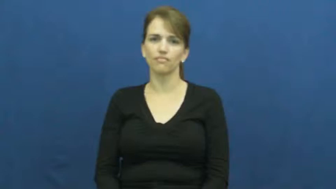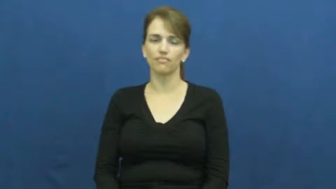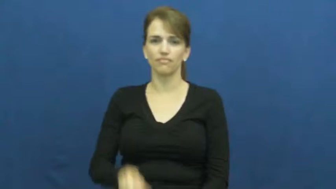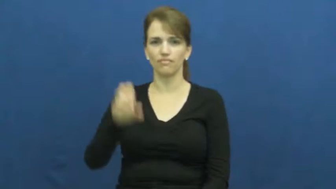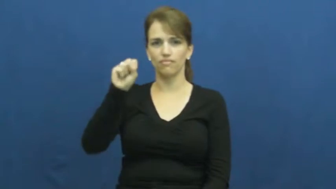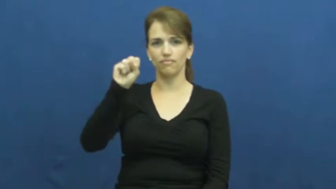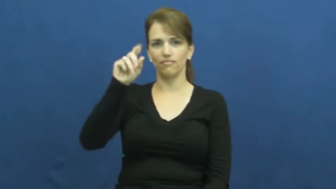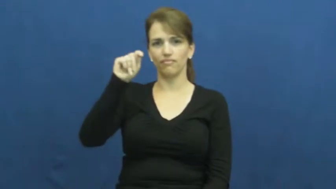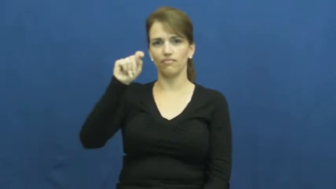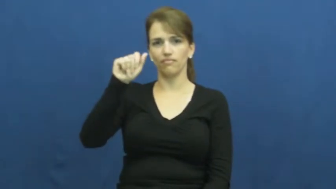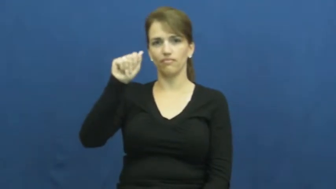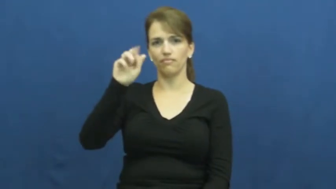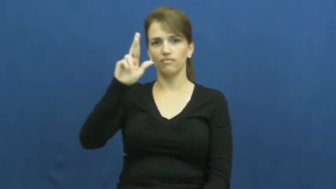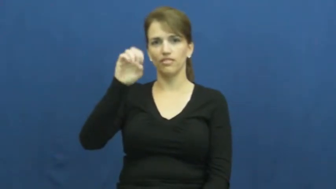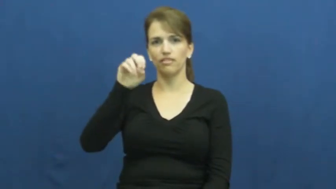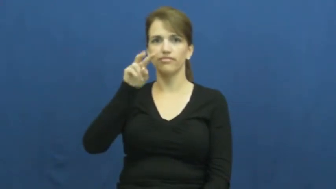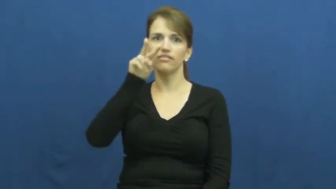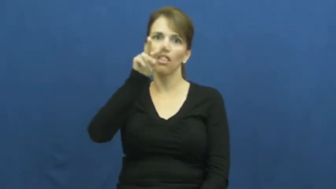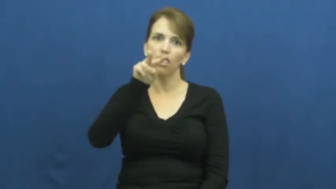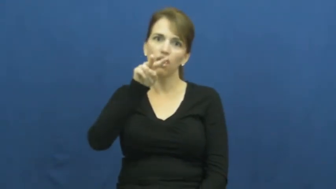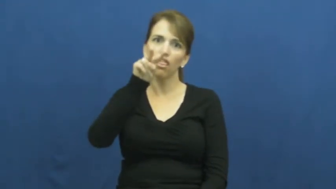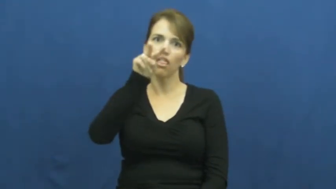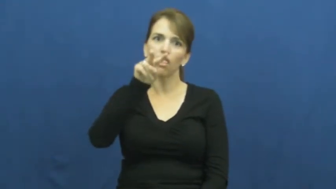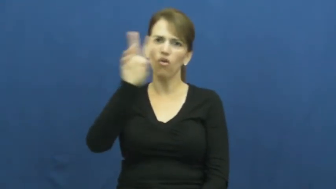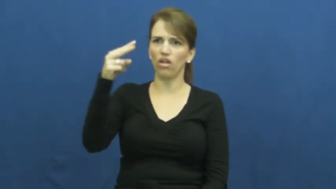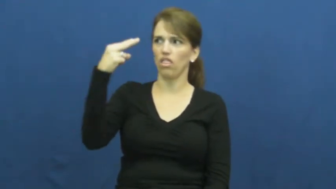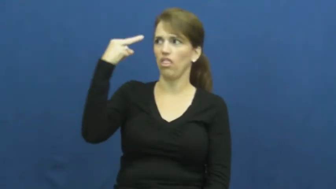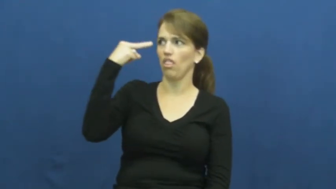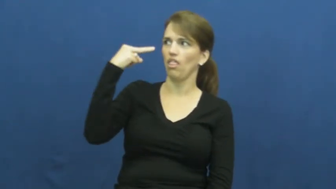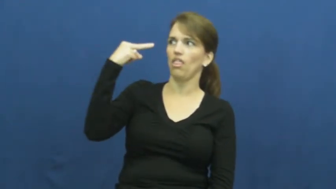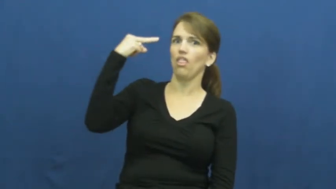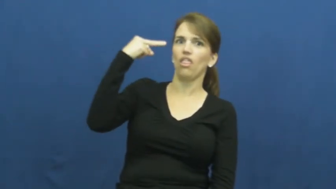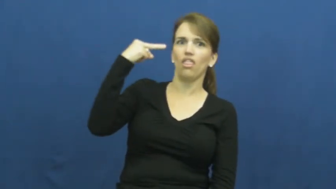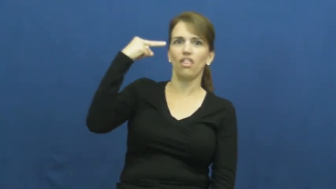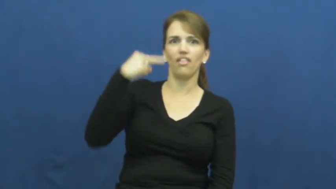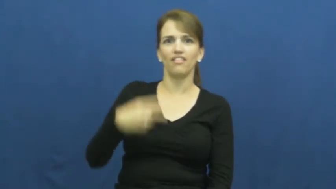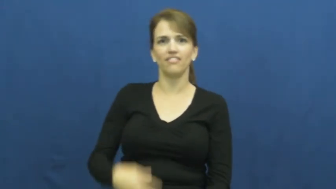stare,contemplate